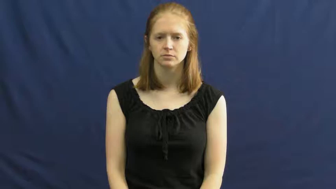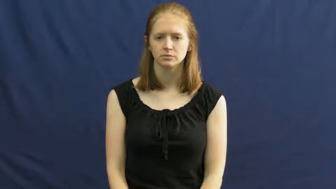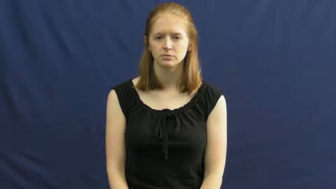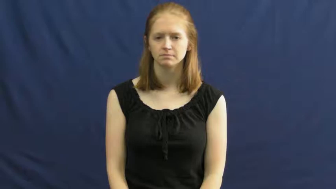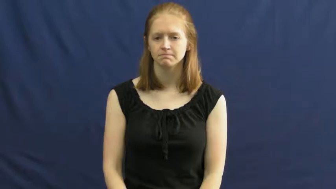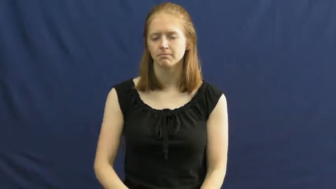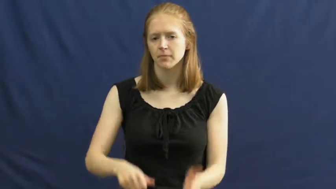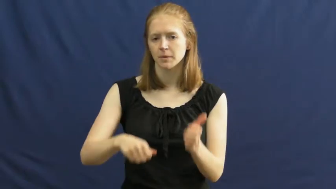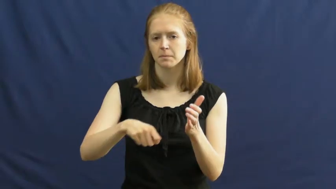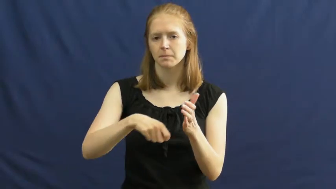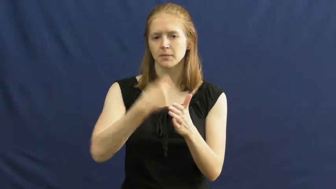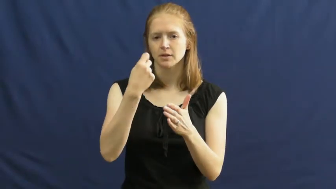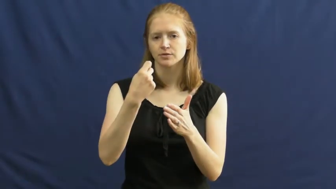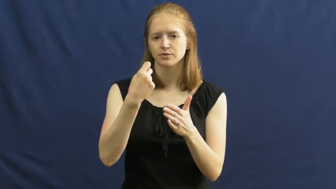match-light